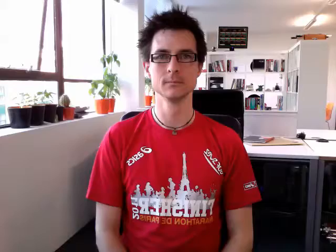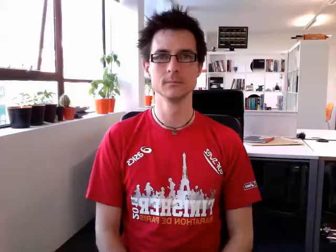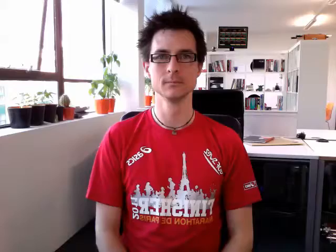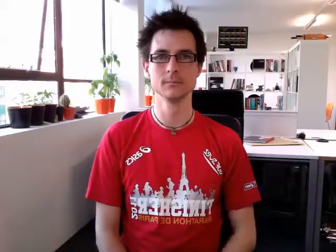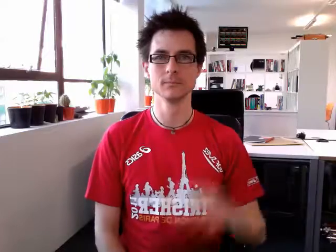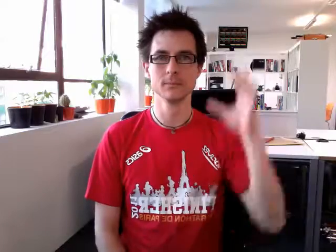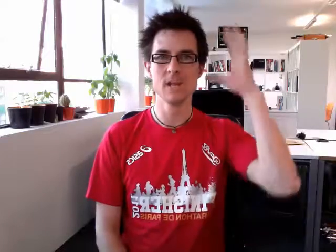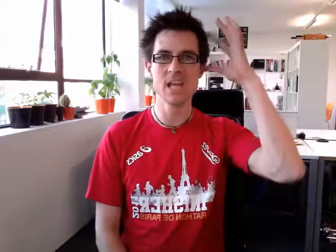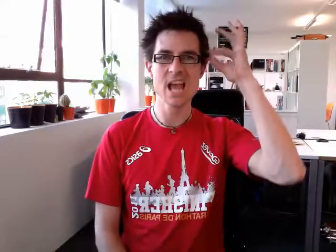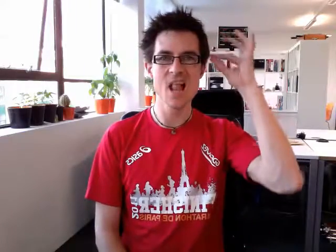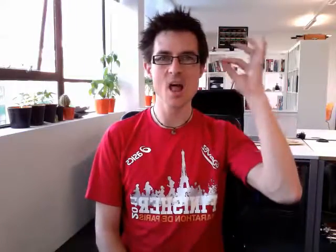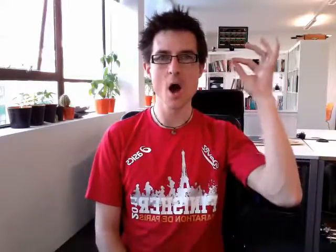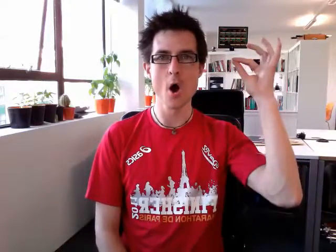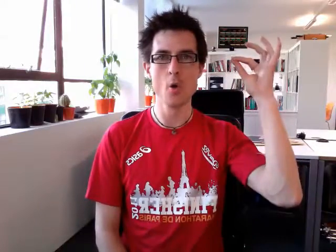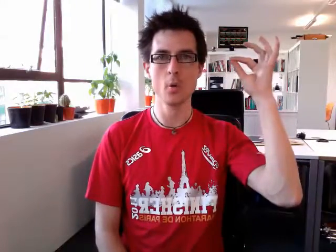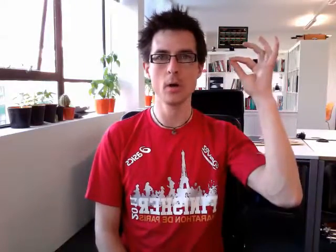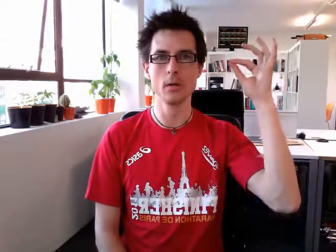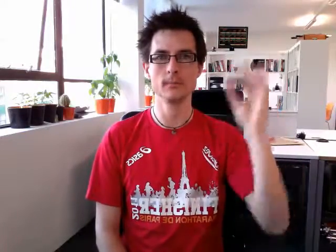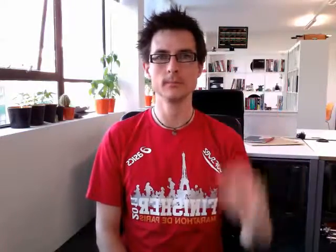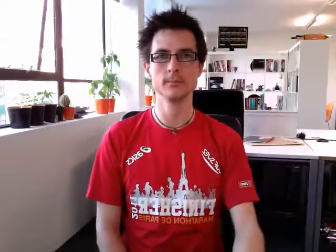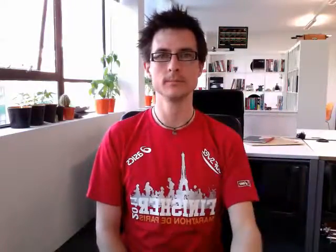yellow